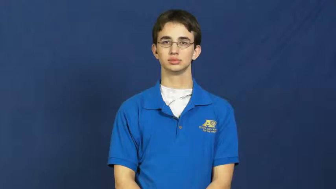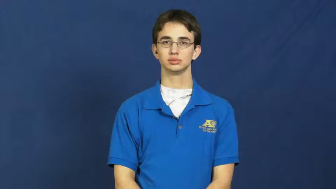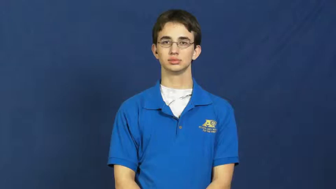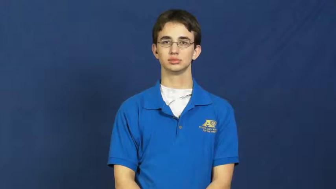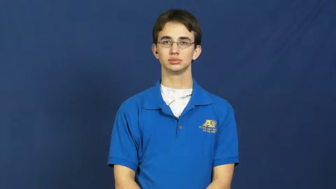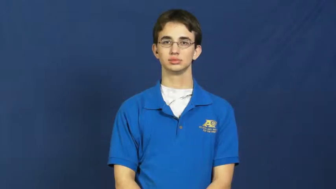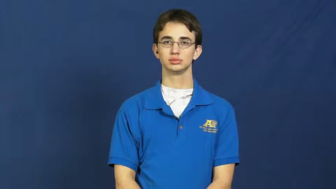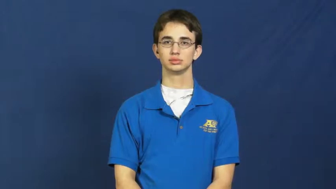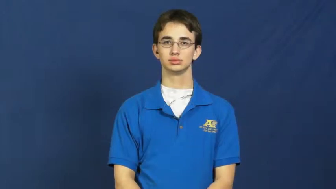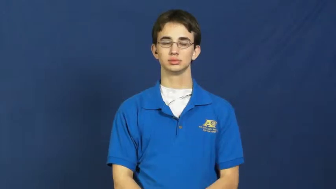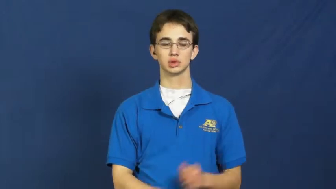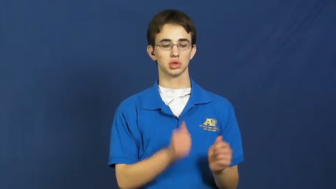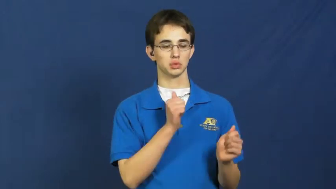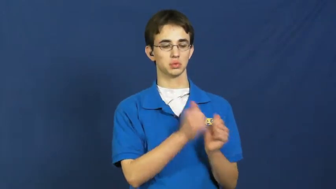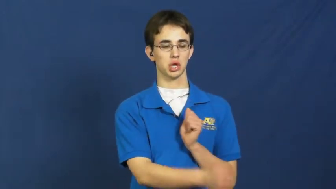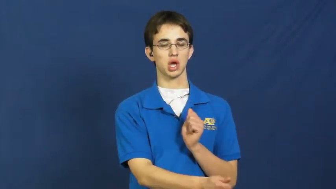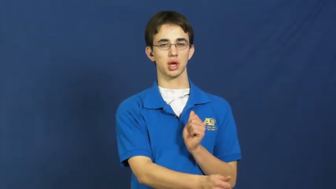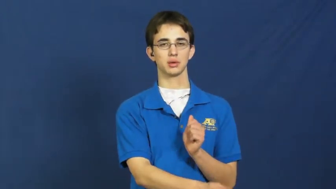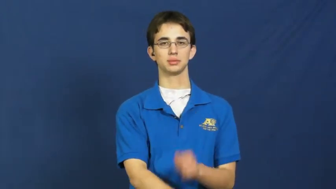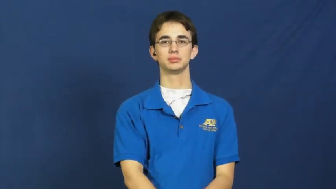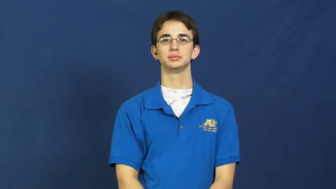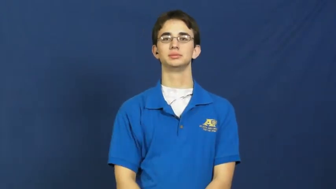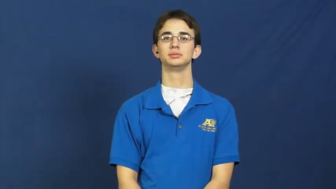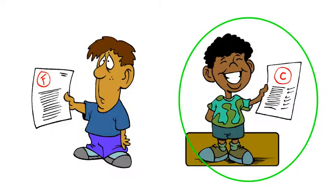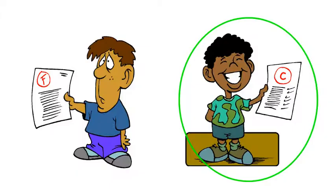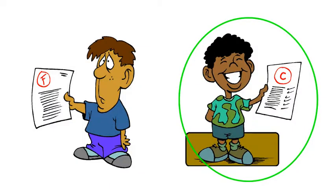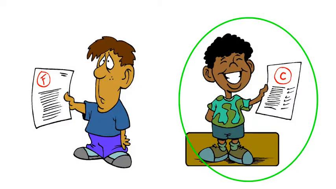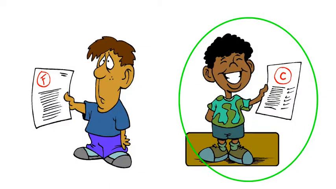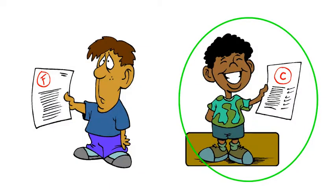pass-law